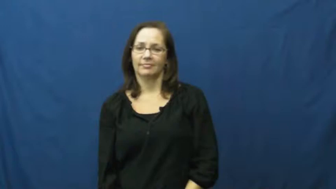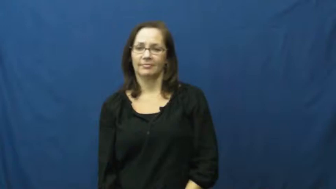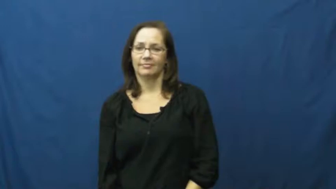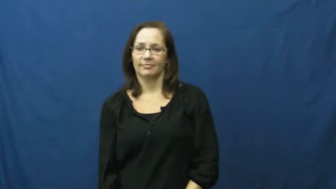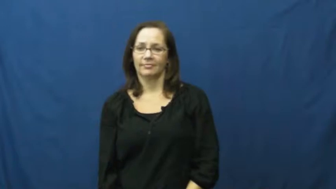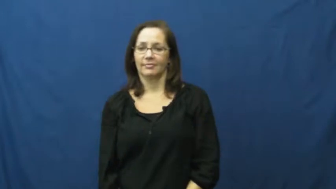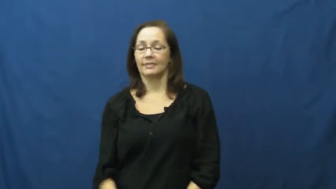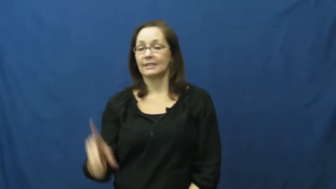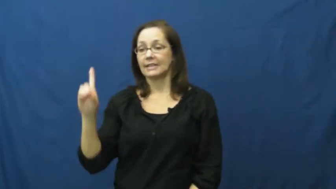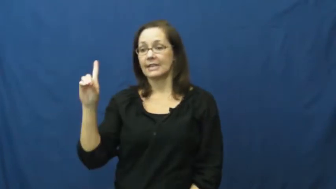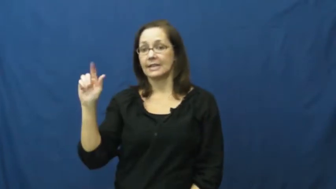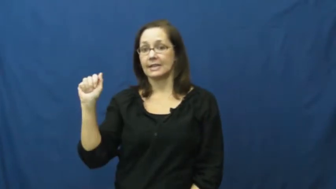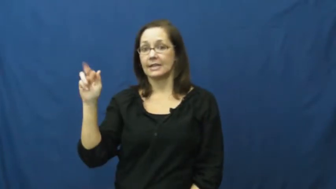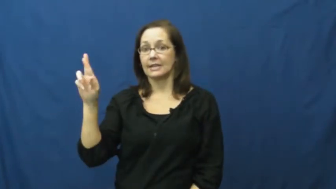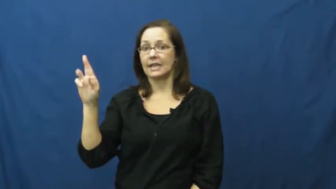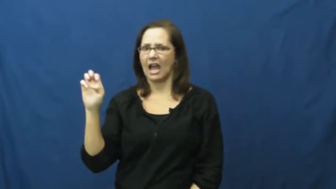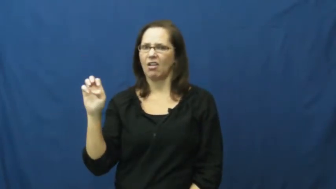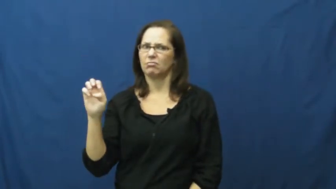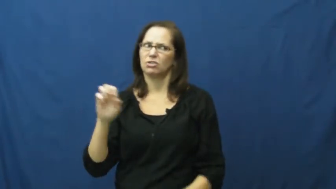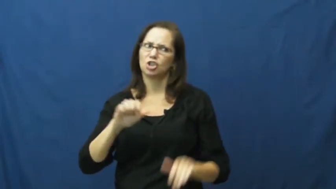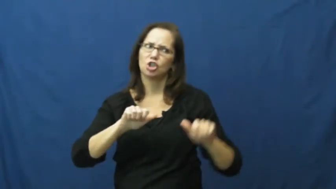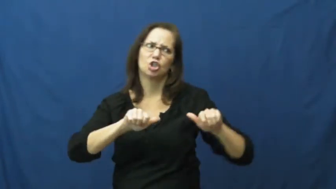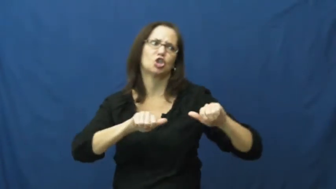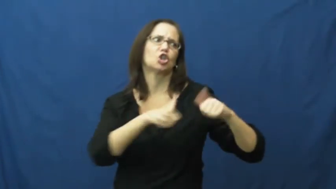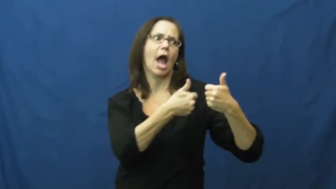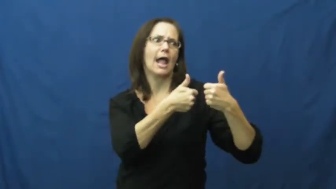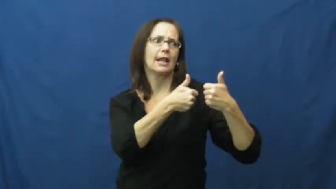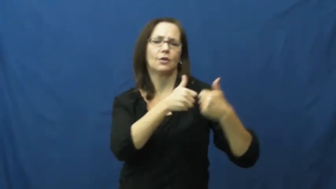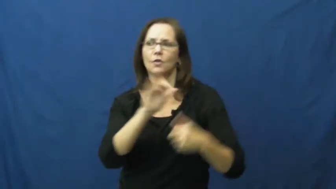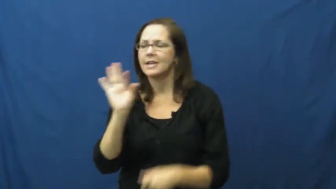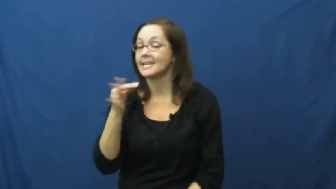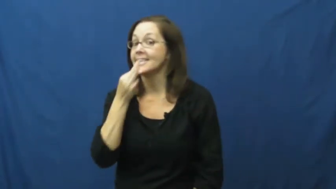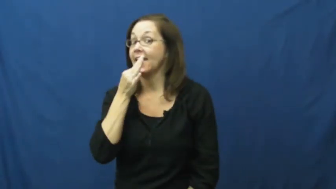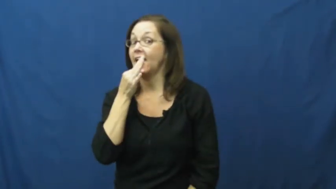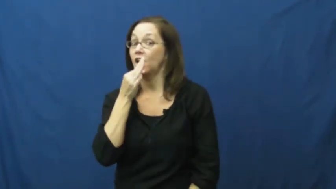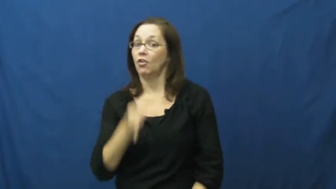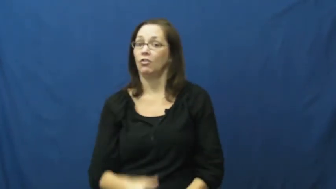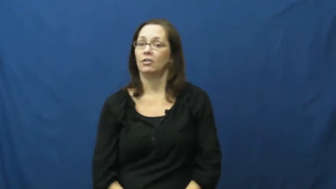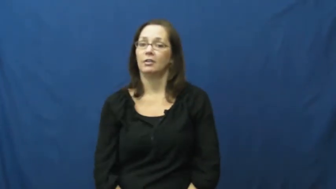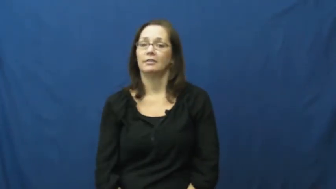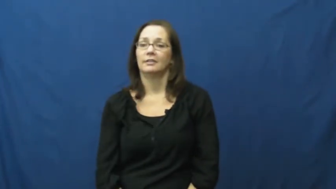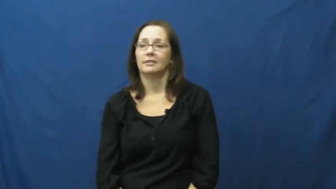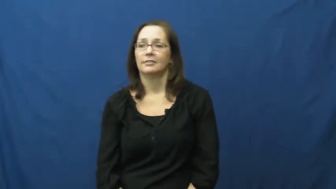dare